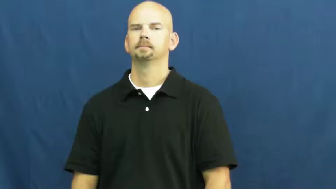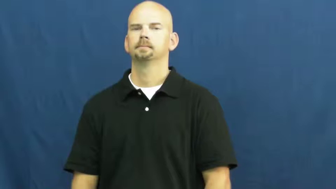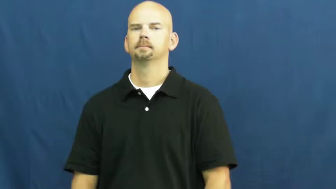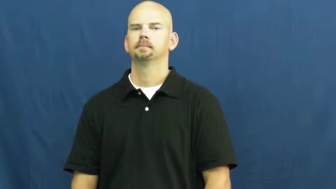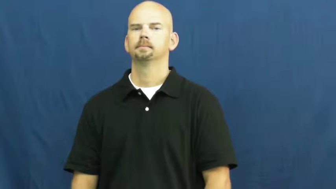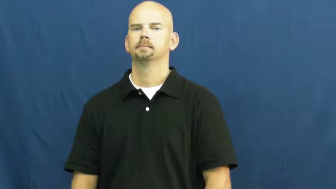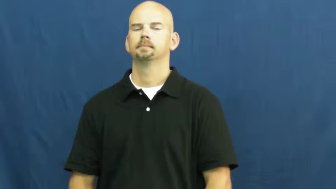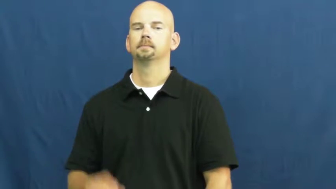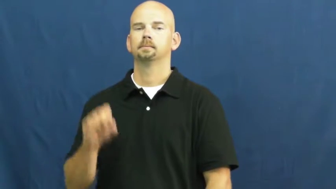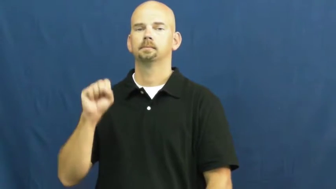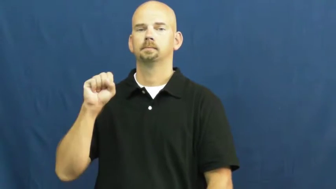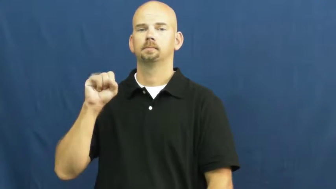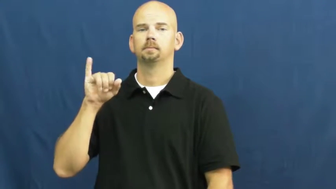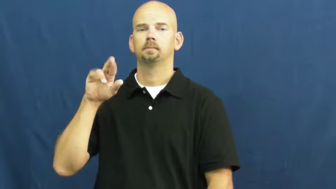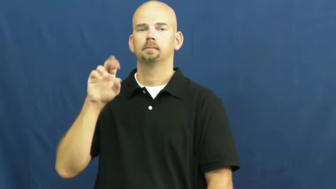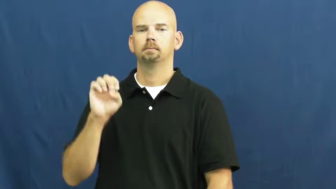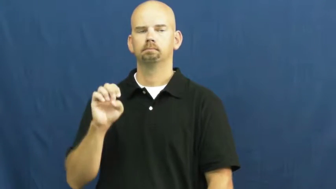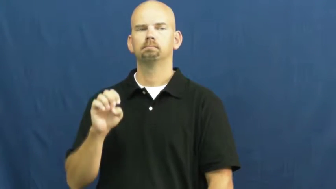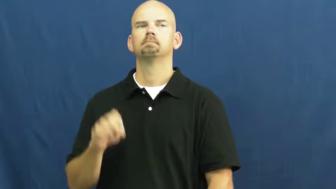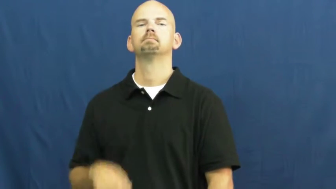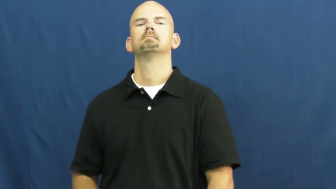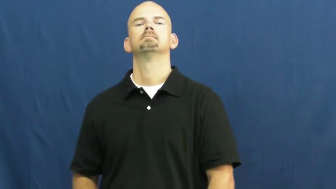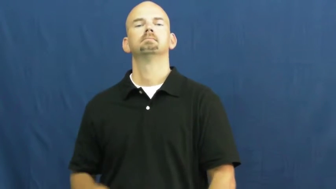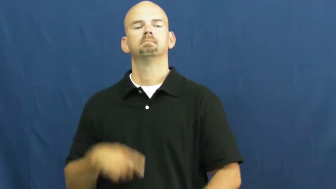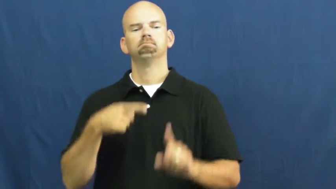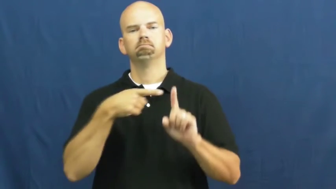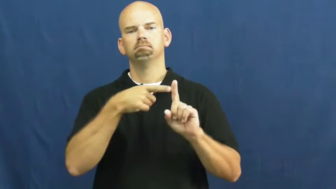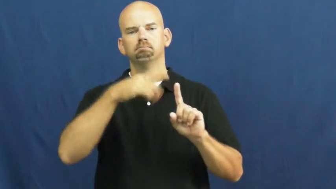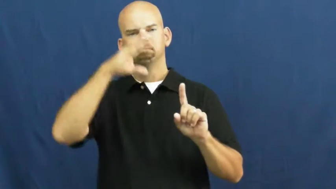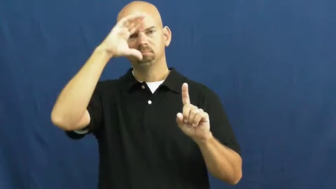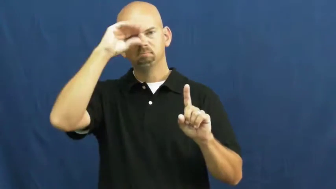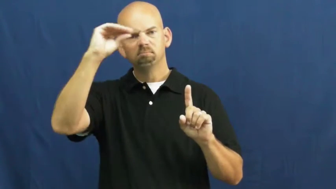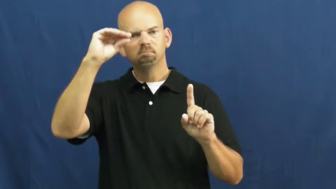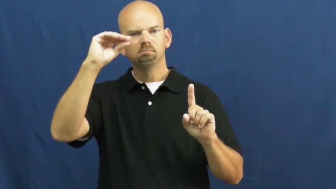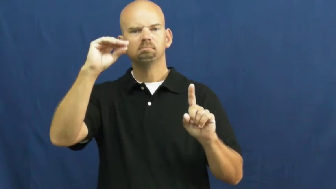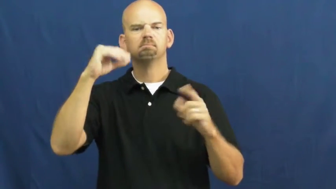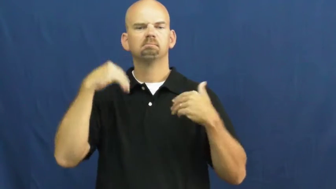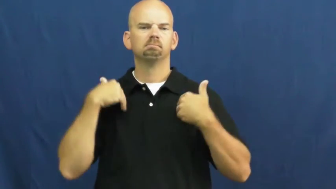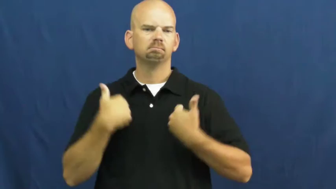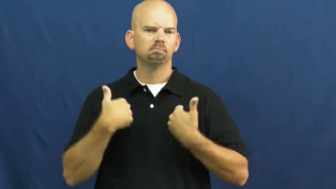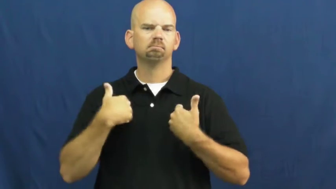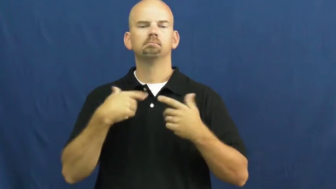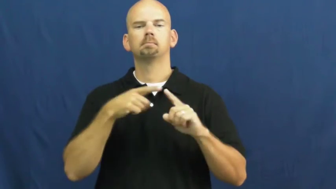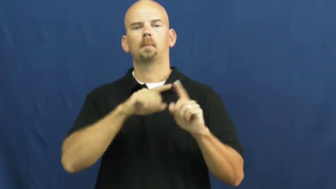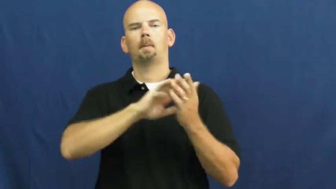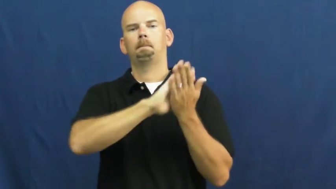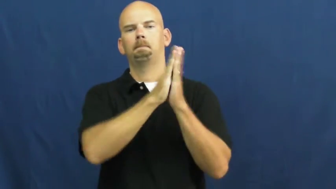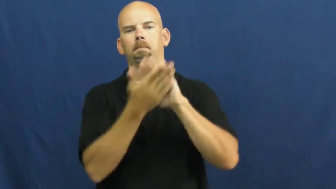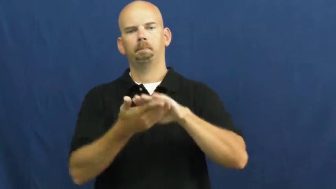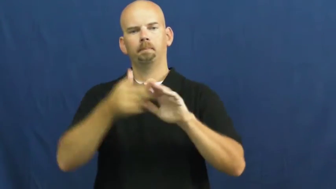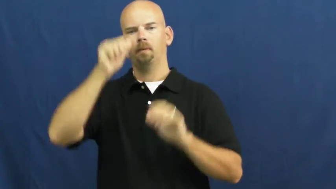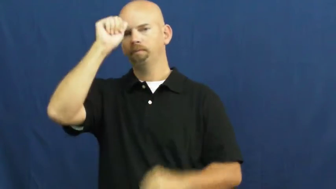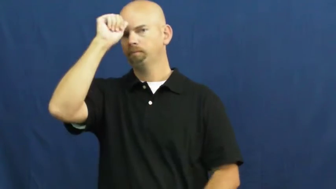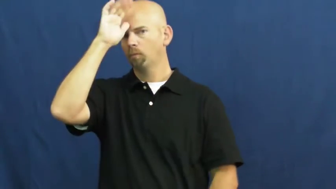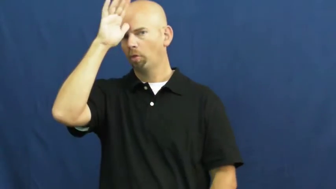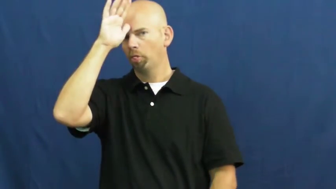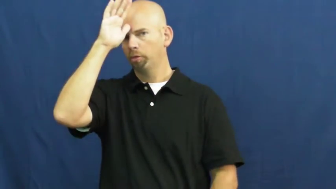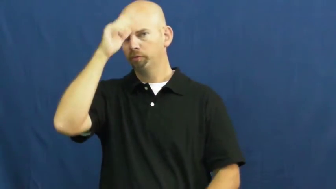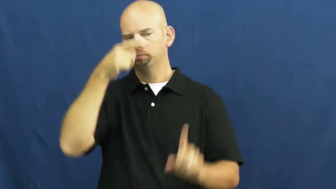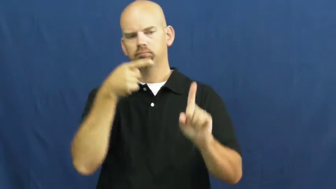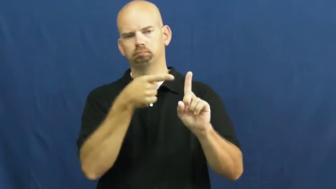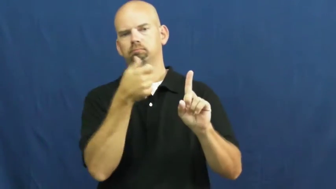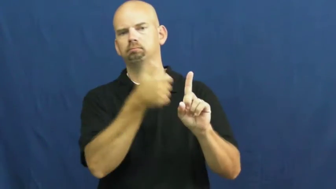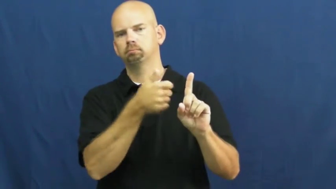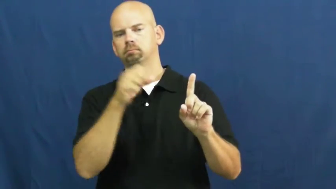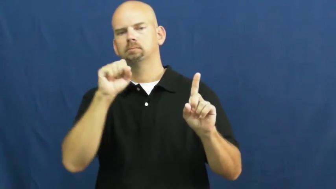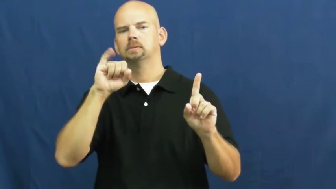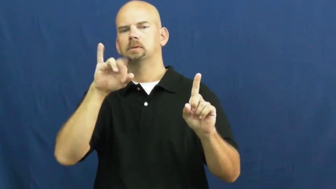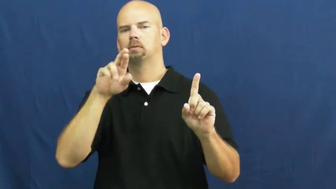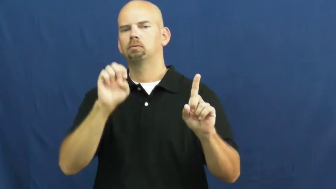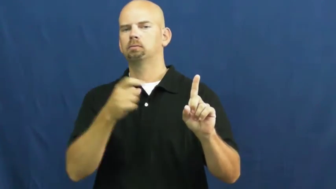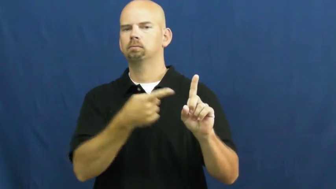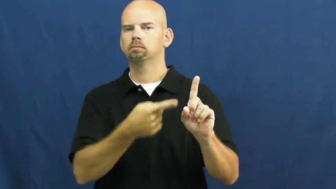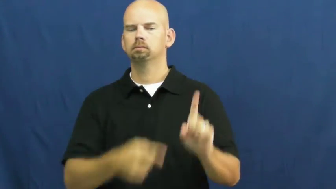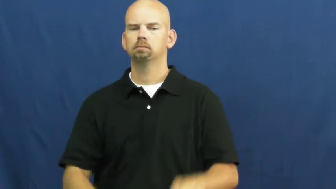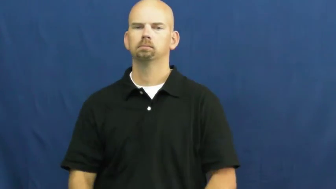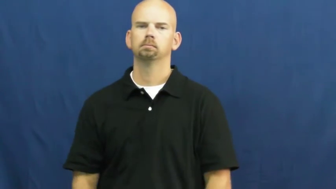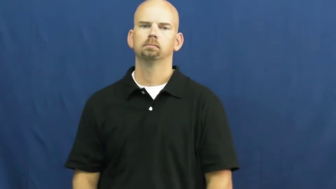sire